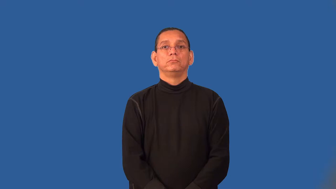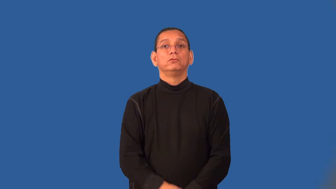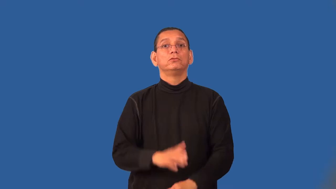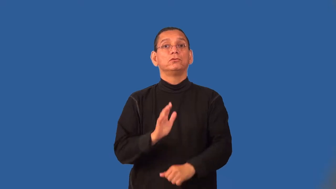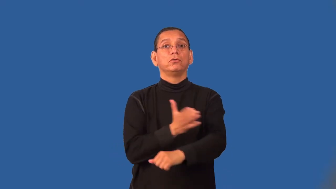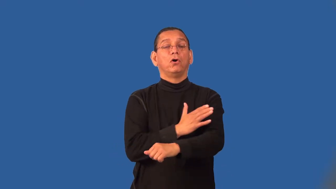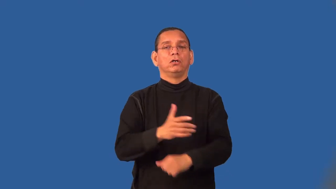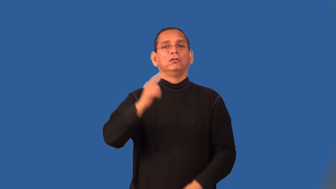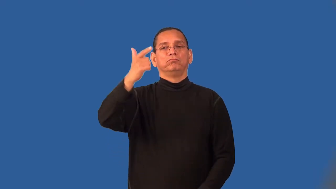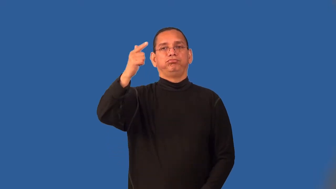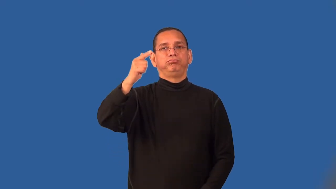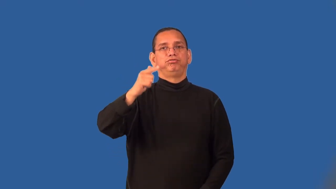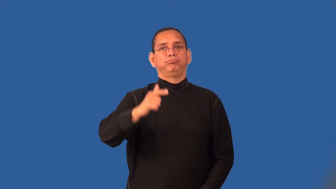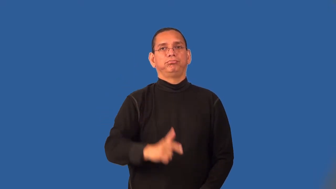set-songs